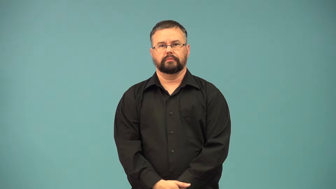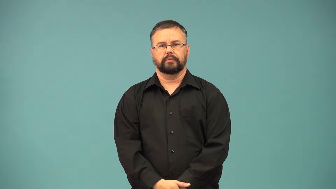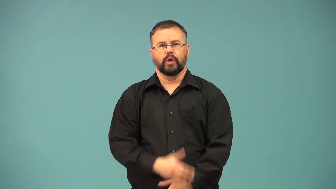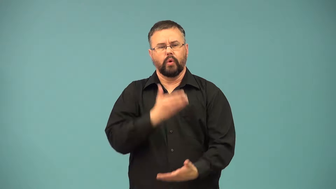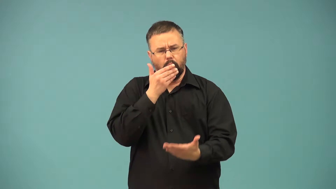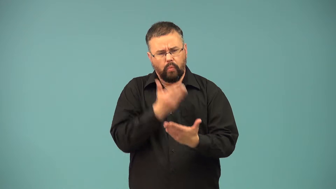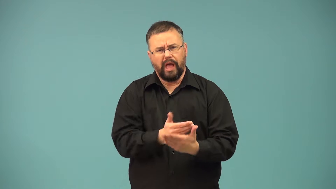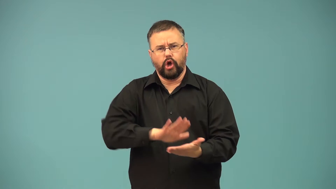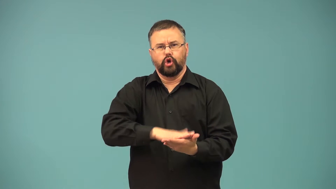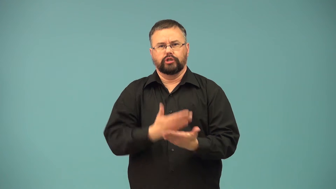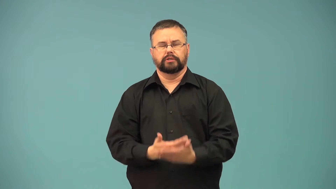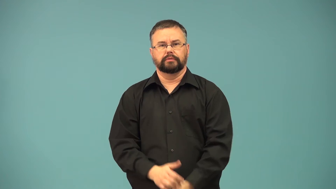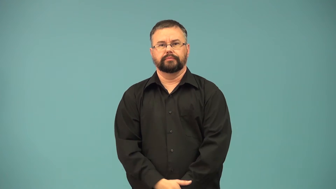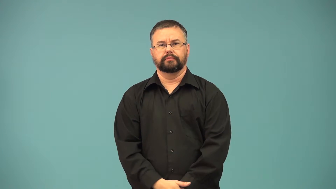crisp-cook